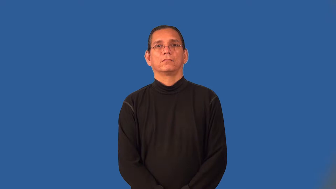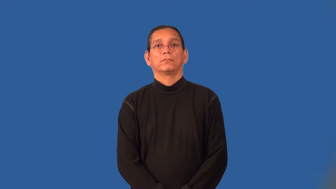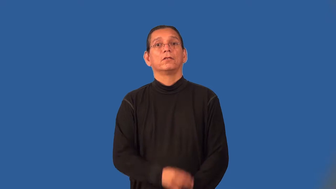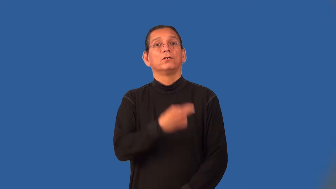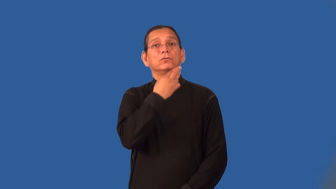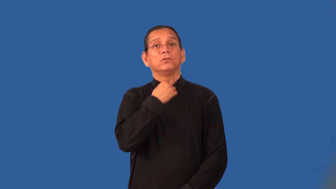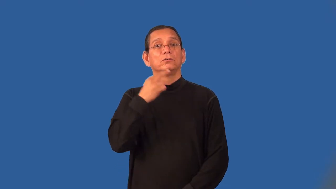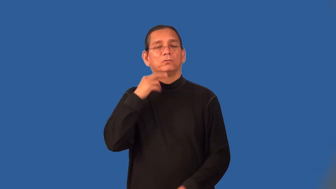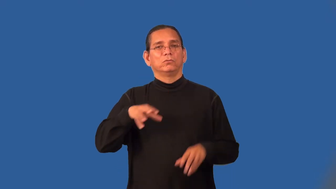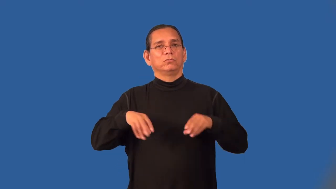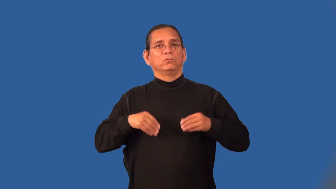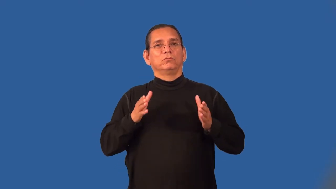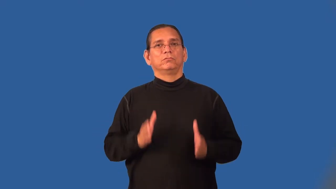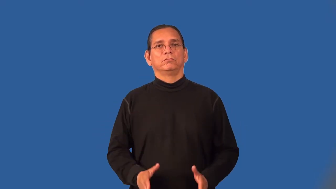restaurateur